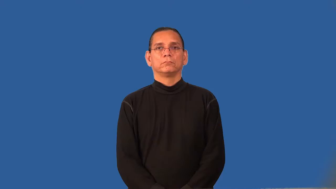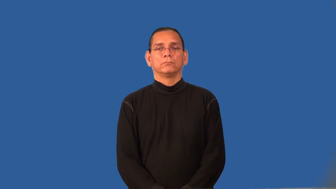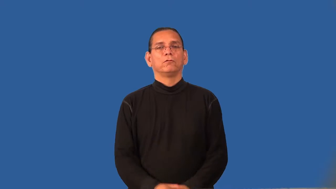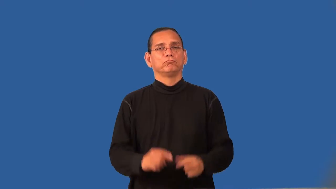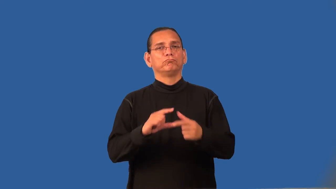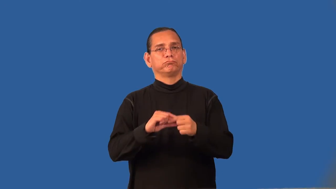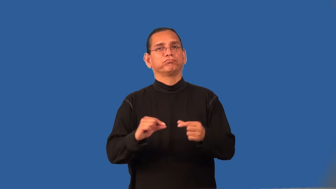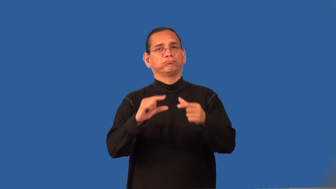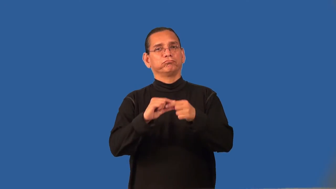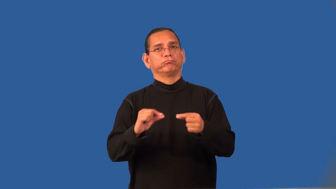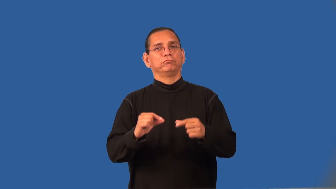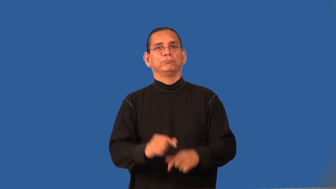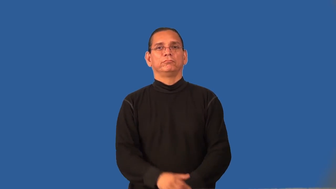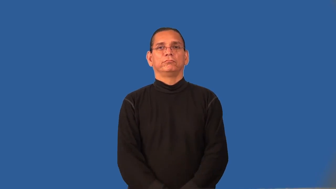recount-tell